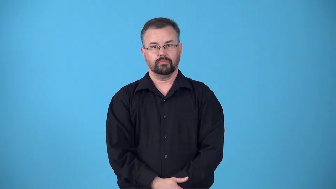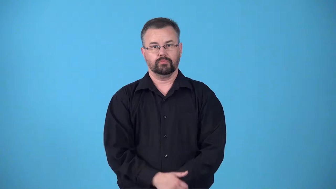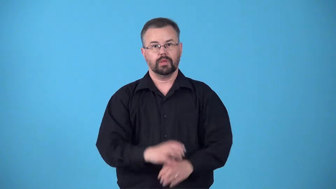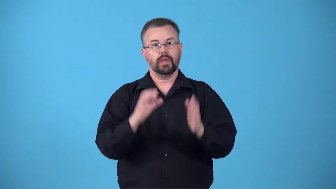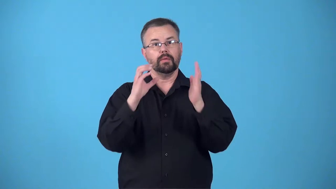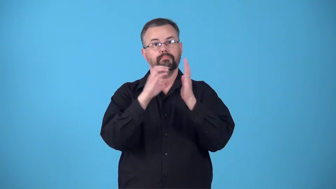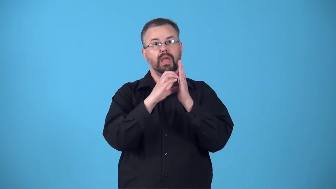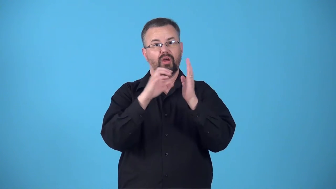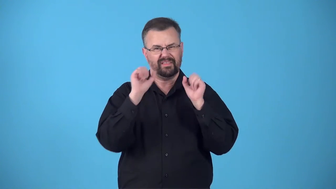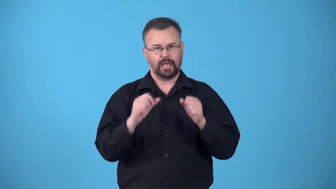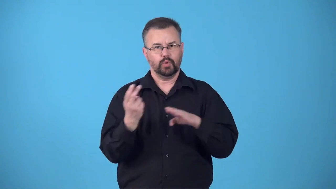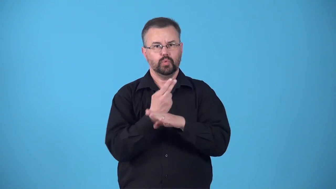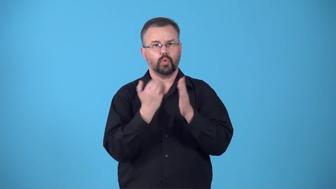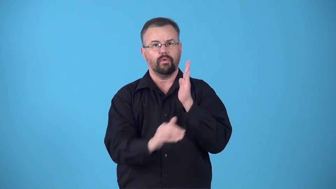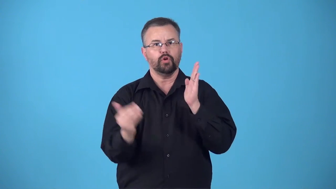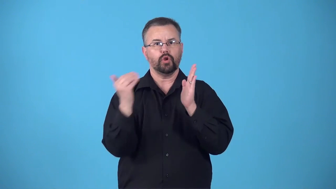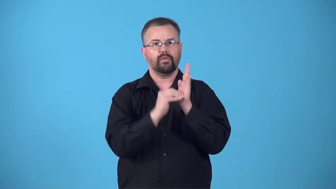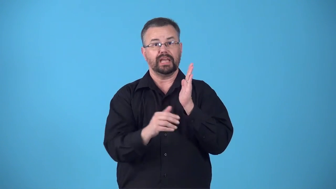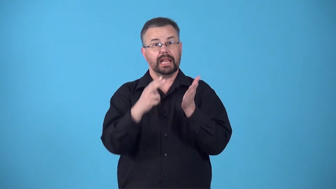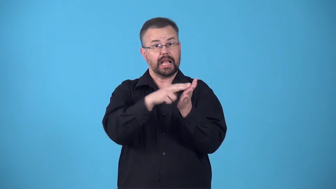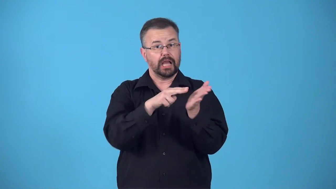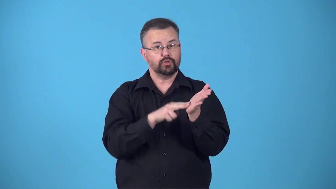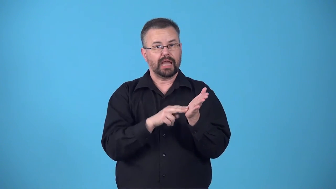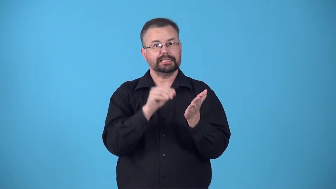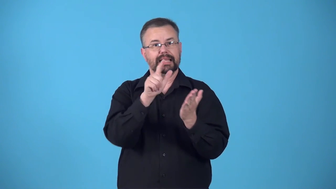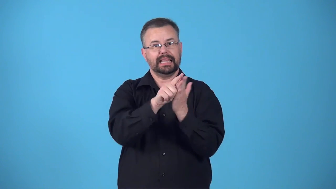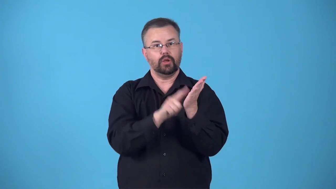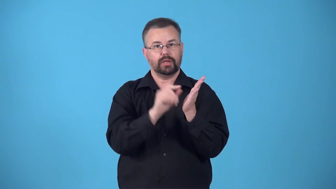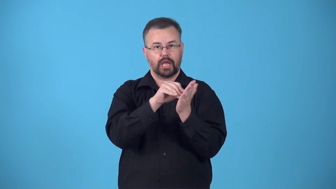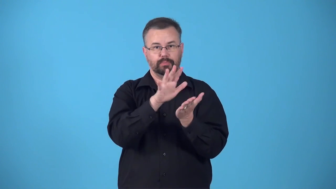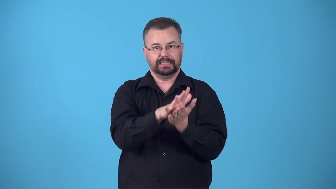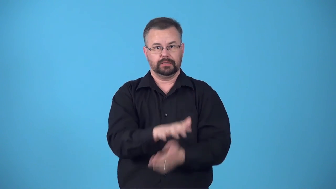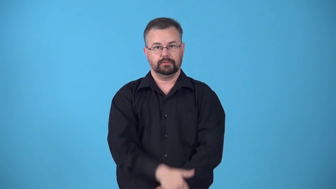boilerplate